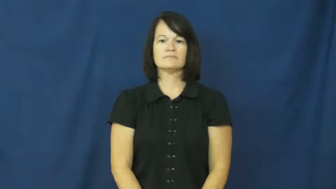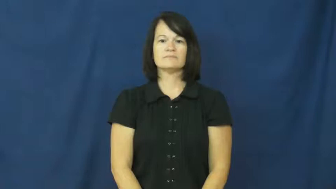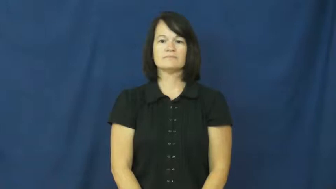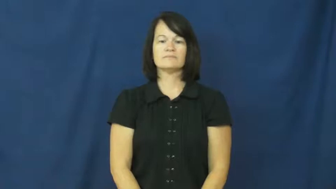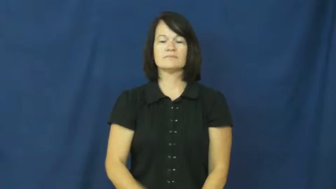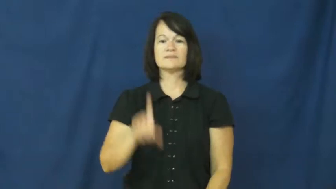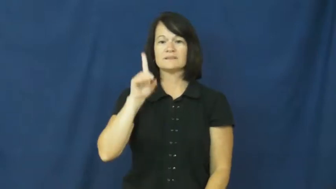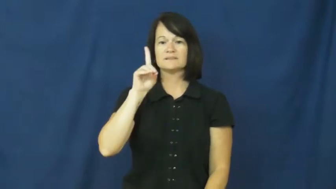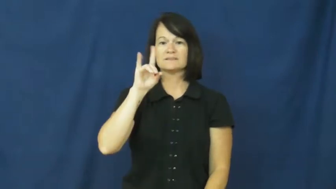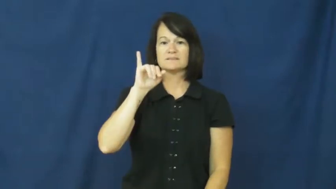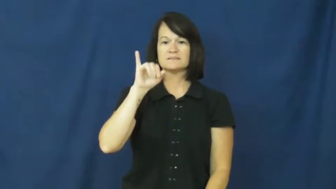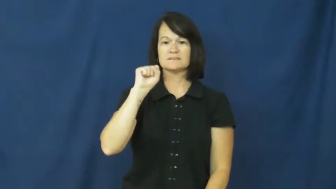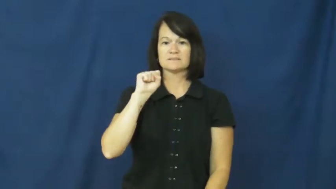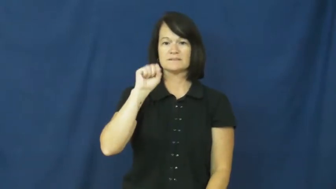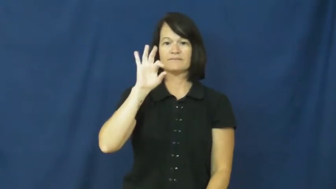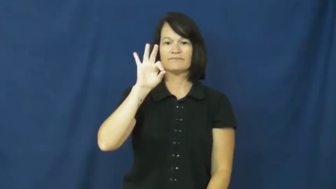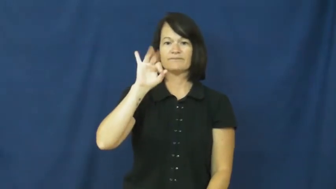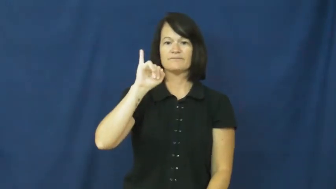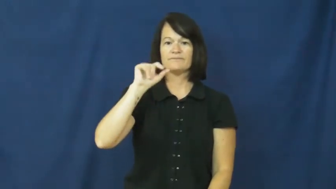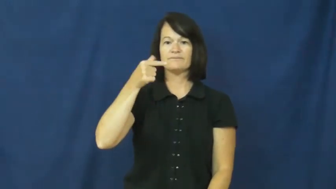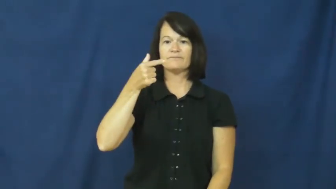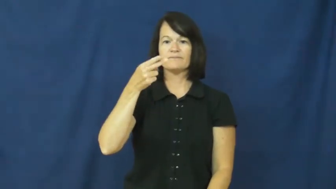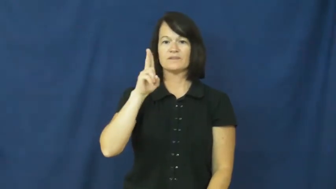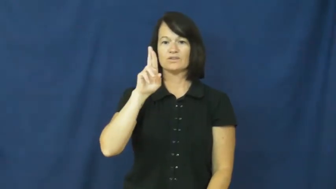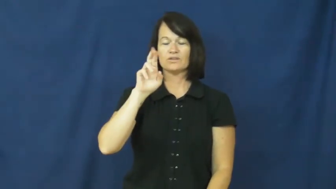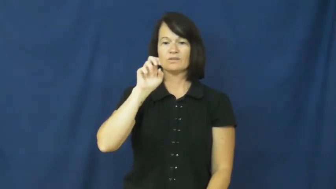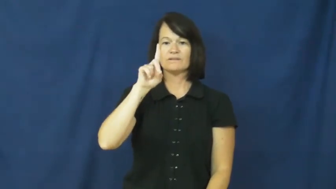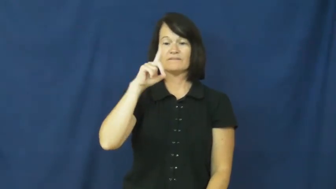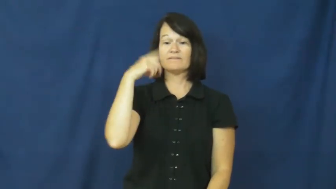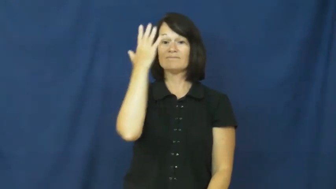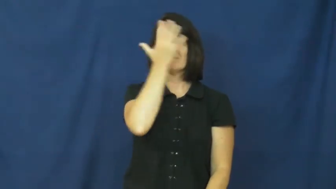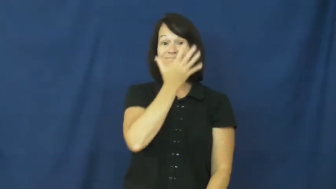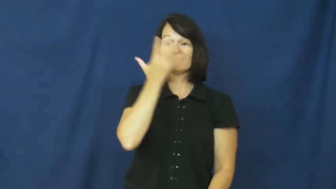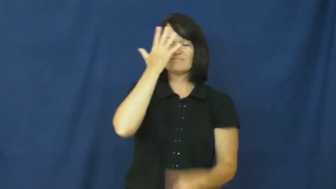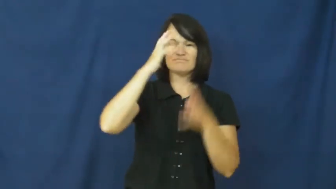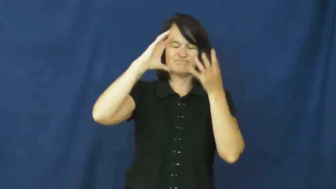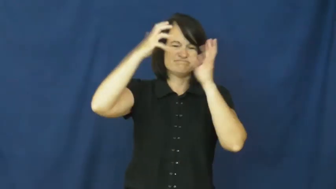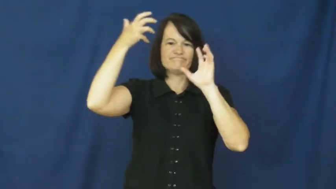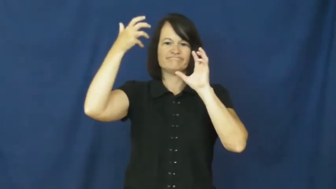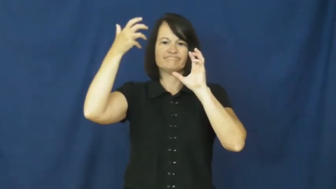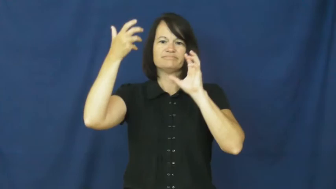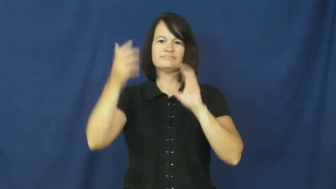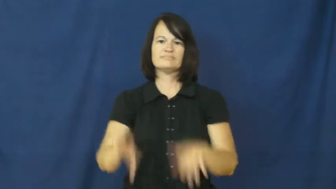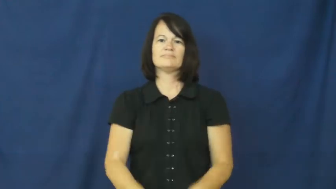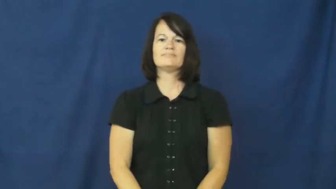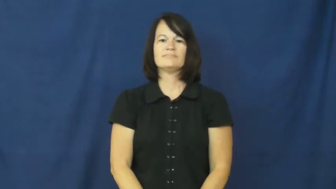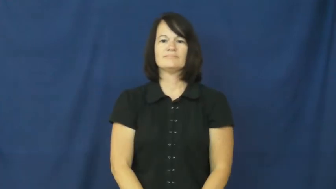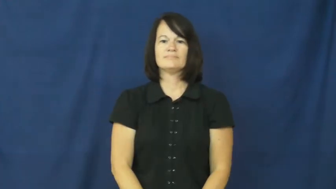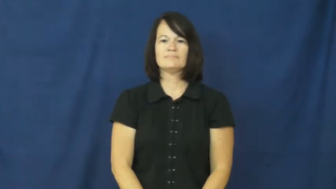disfigured